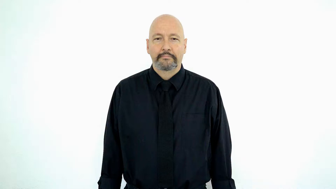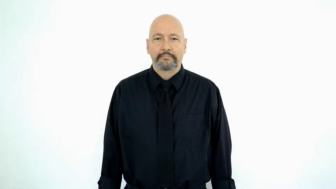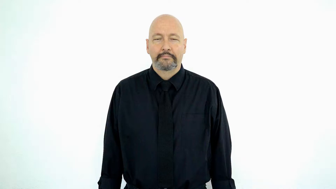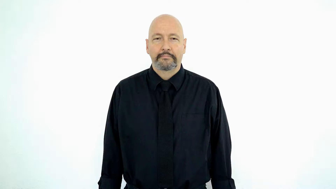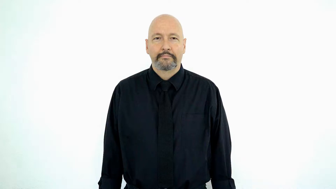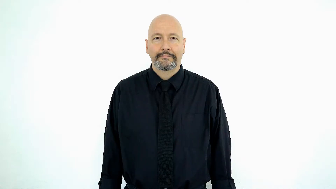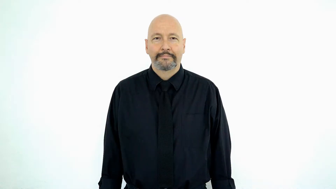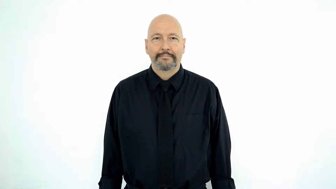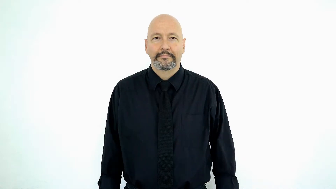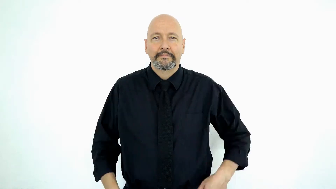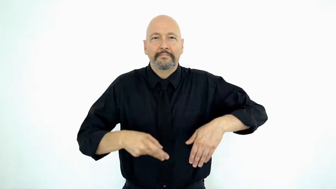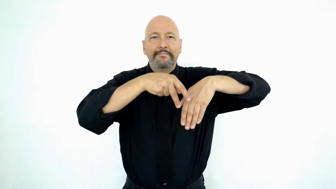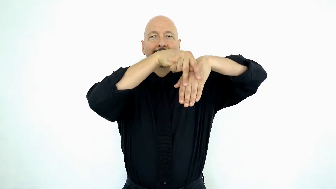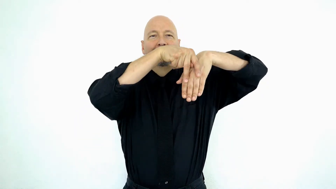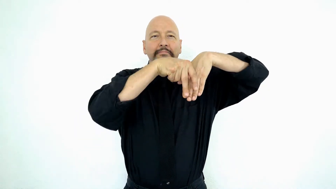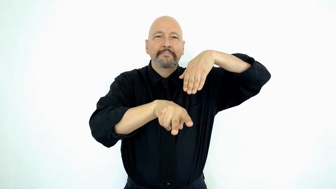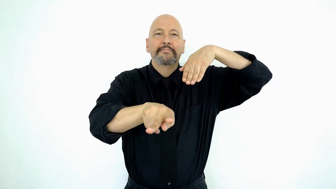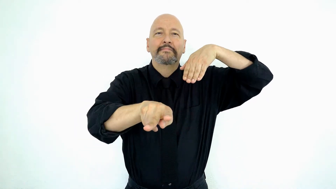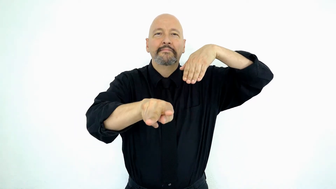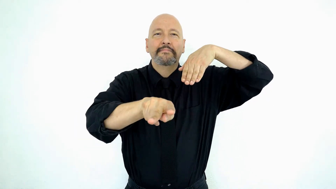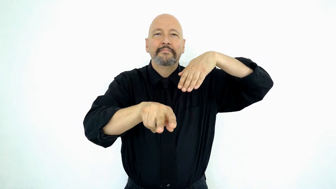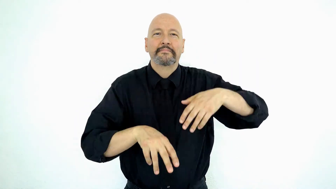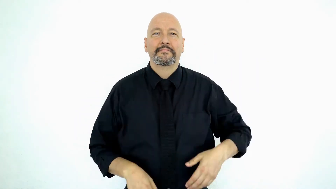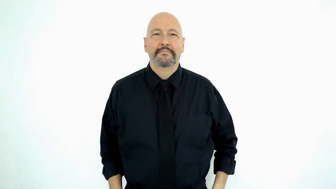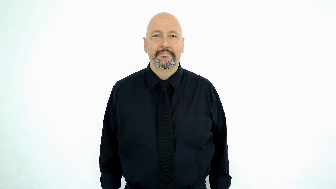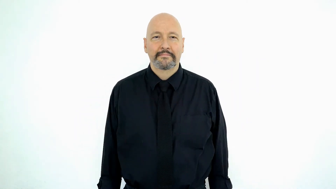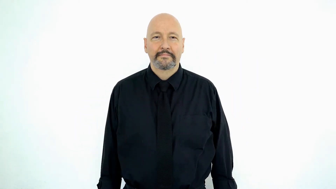slide-[slippery-SLIDE]